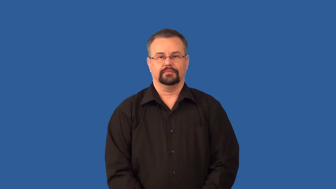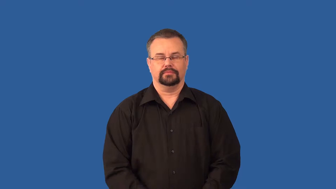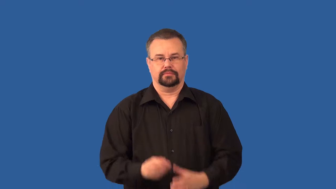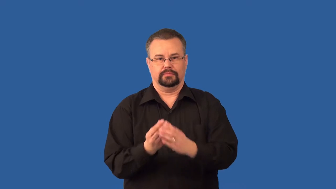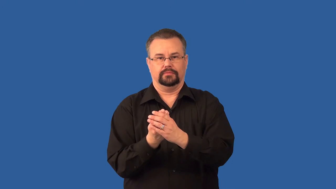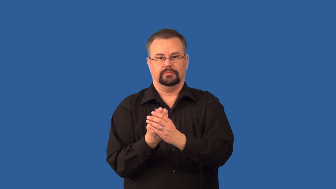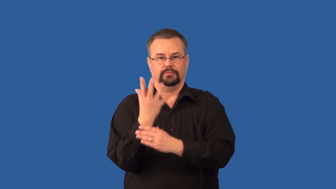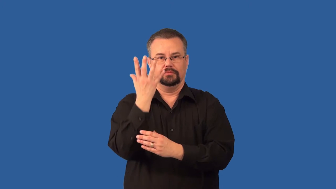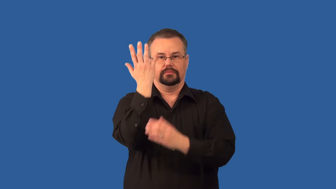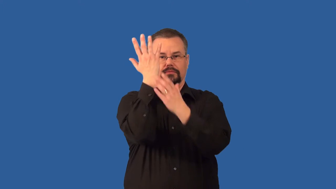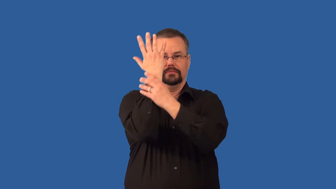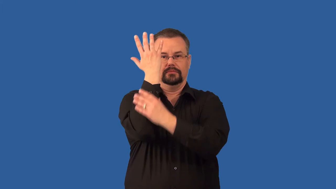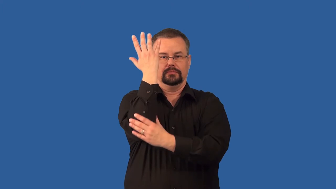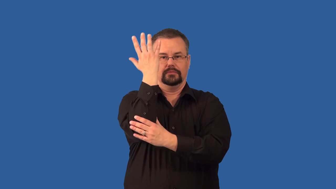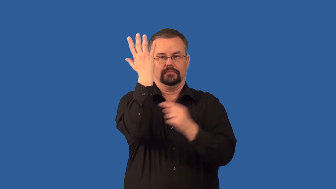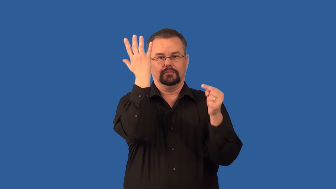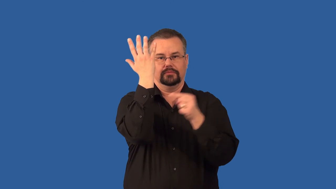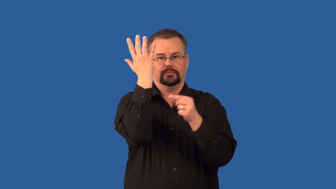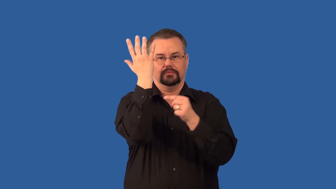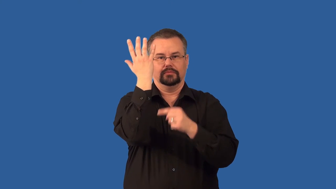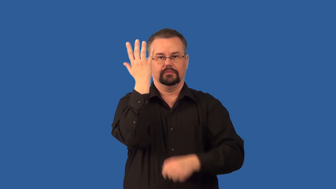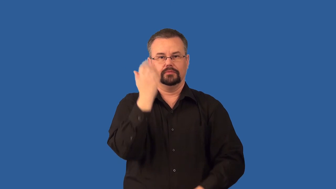stalk-plant